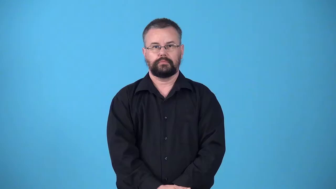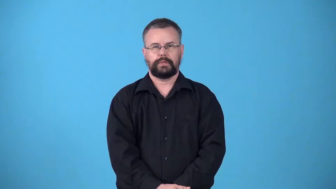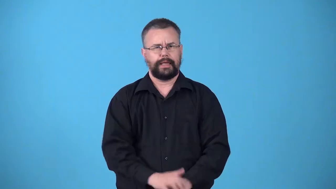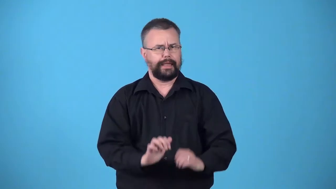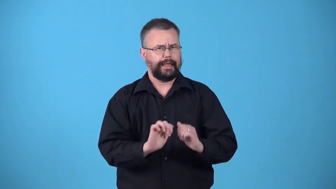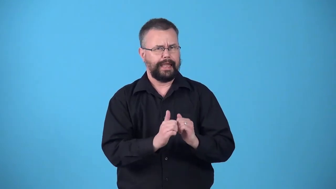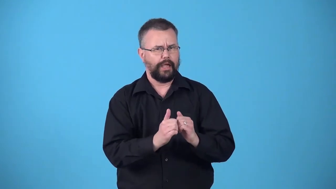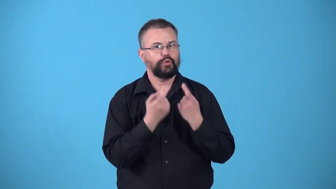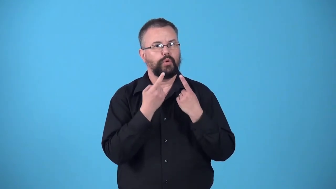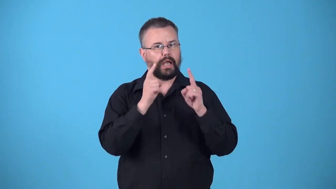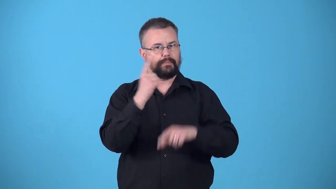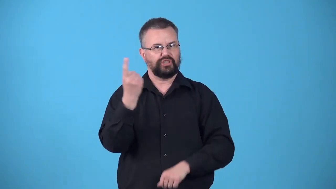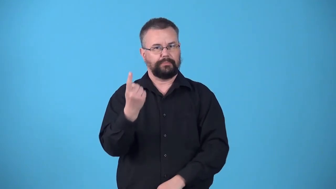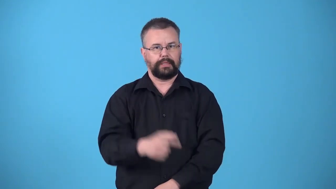via-how something is acomplished